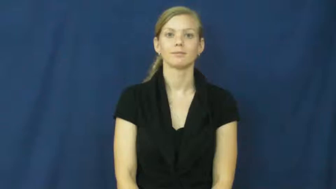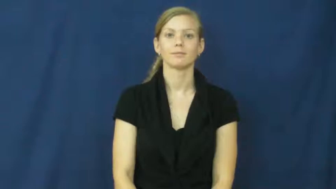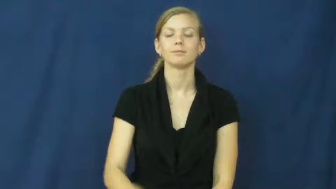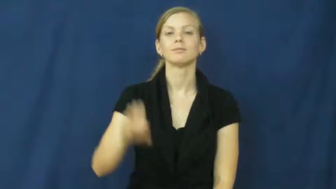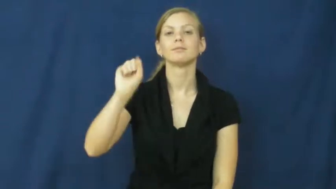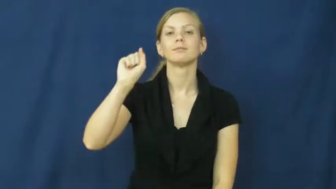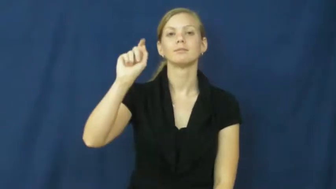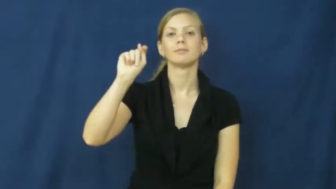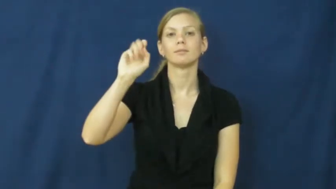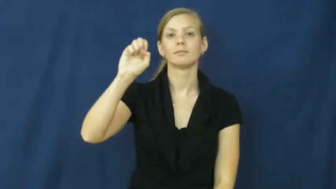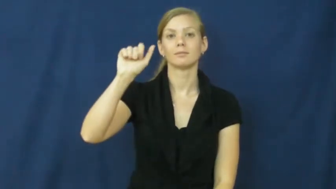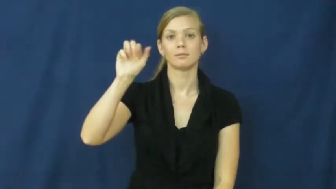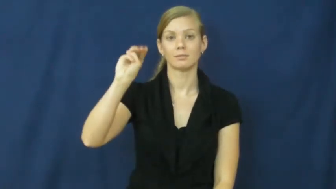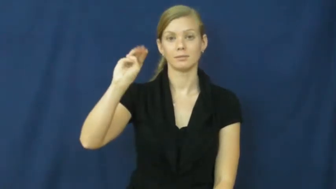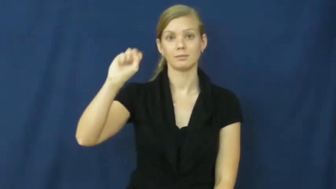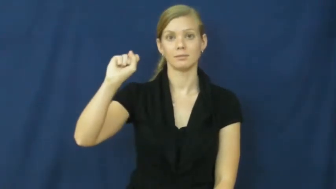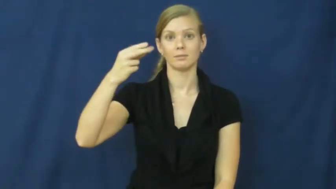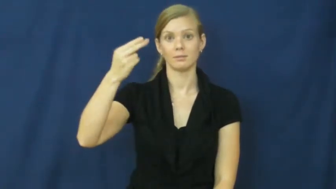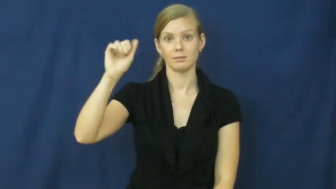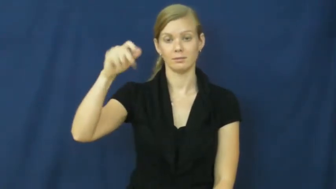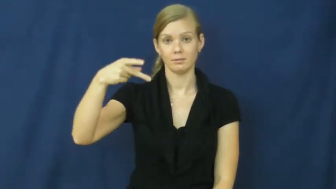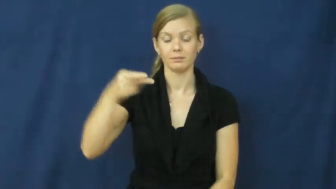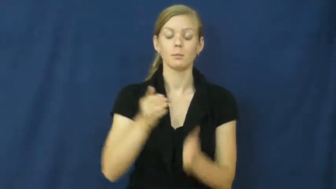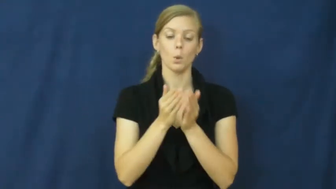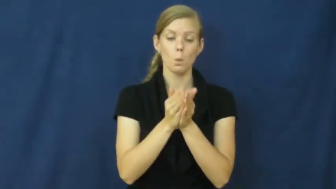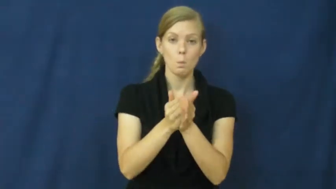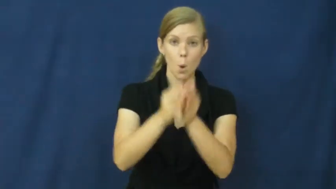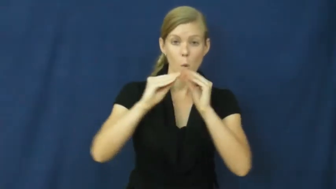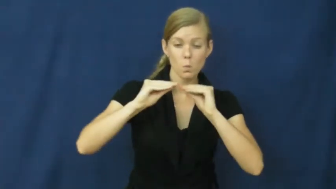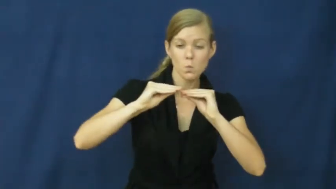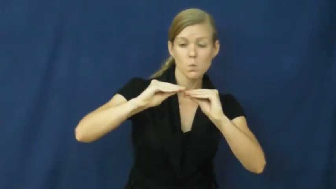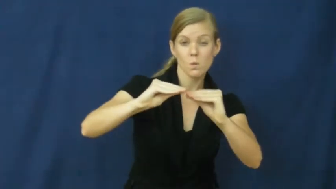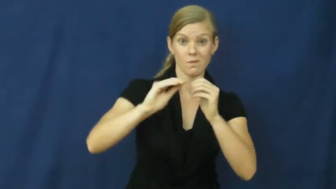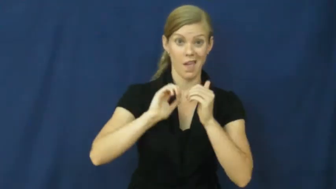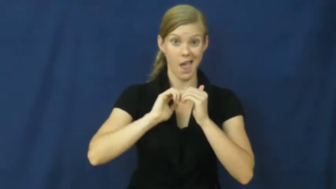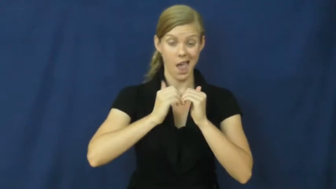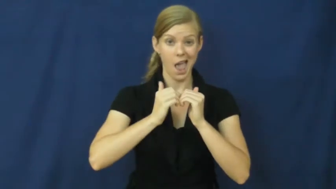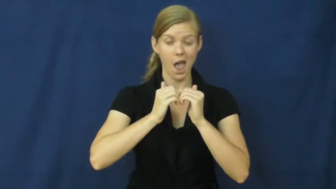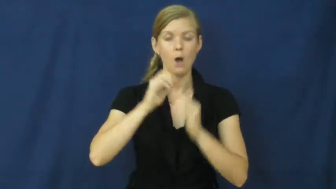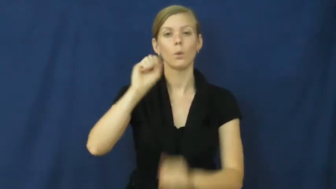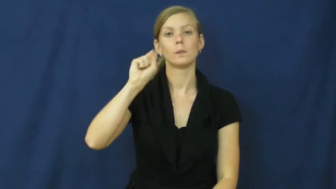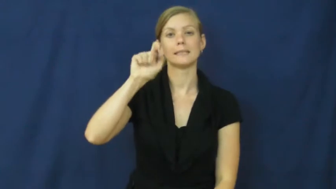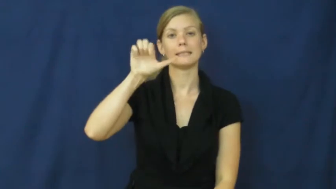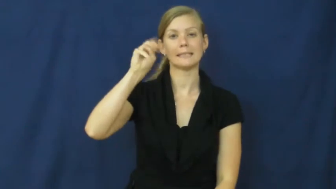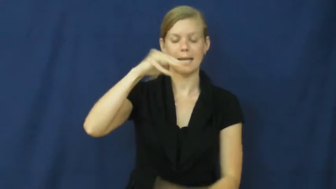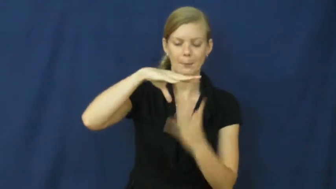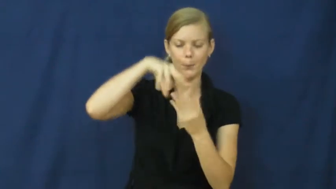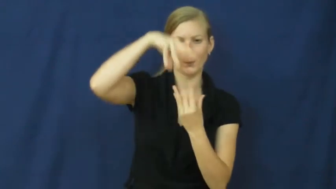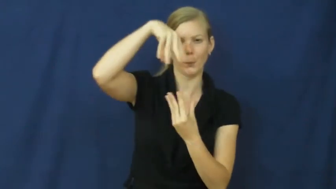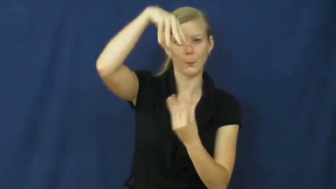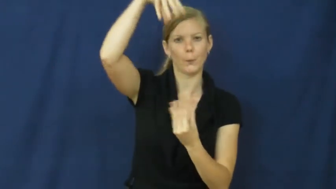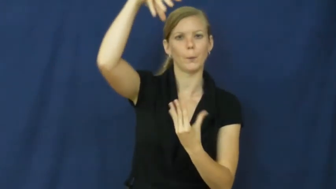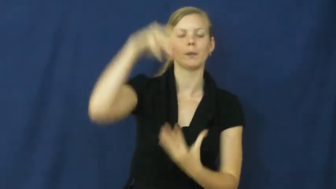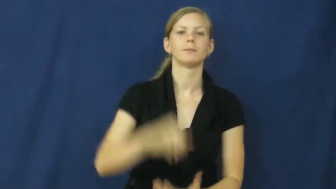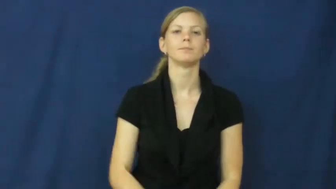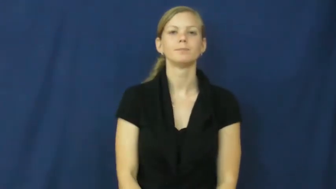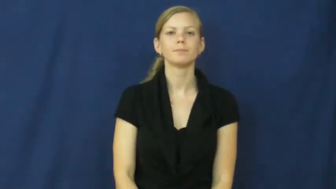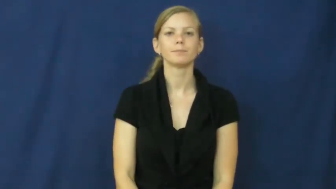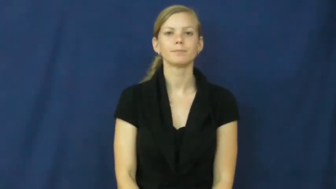steamship